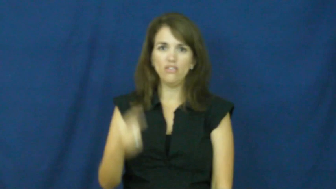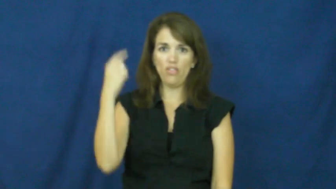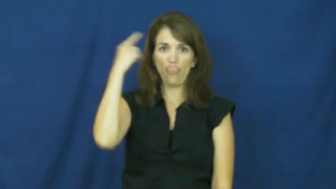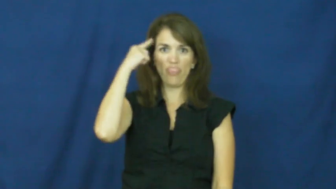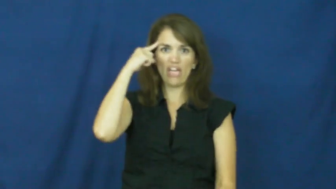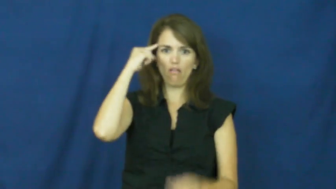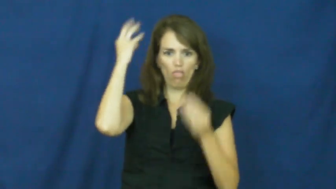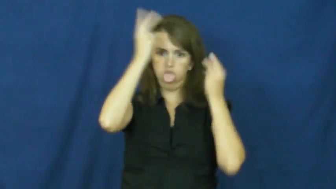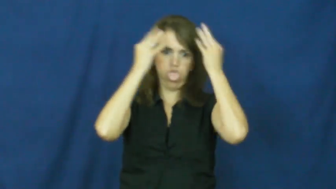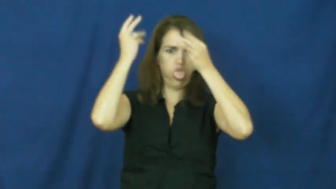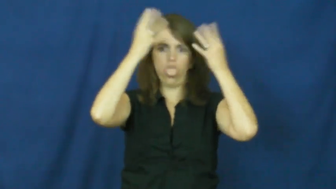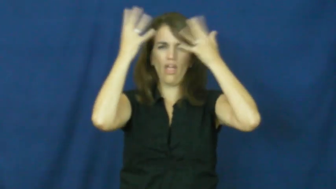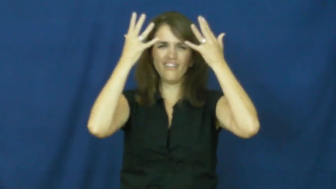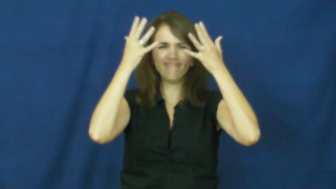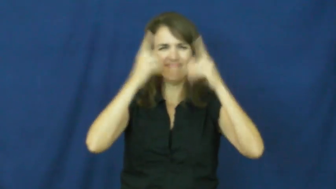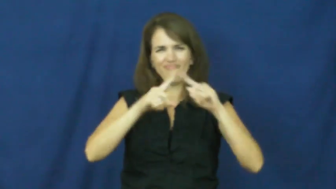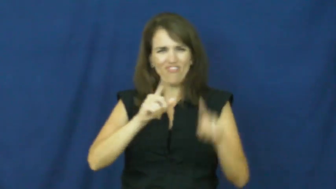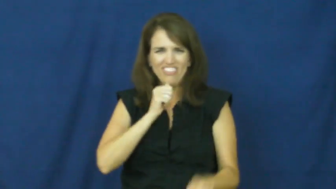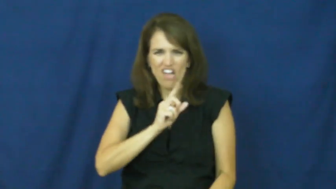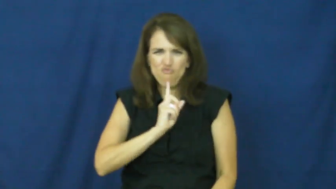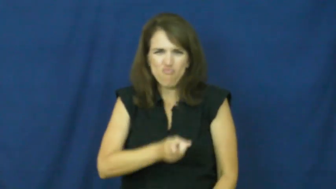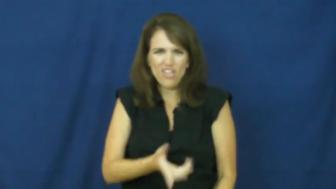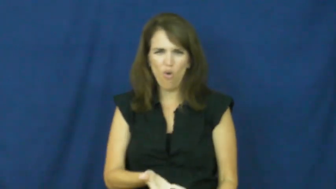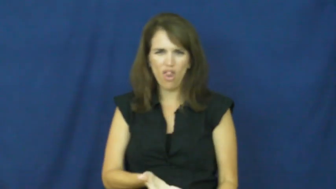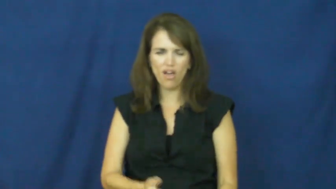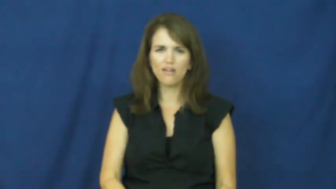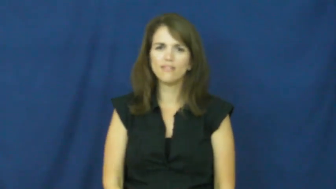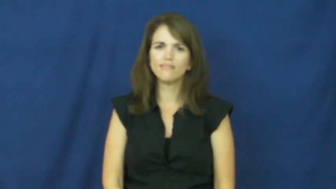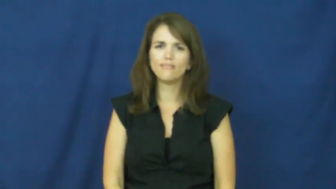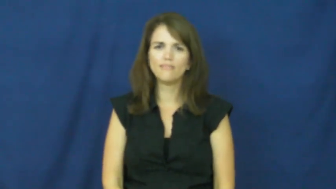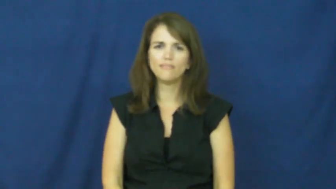all in your head